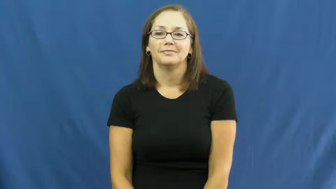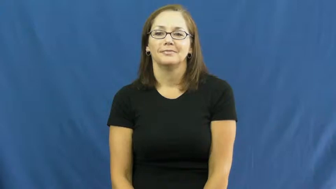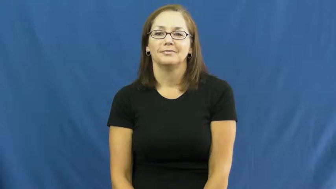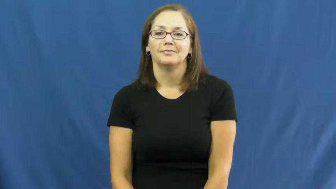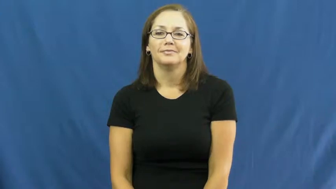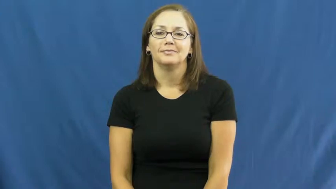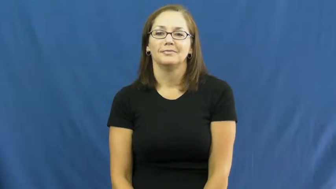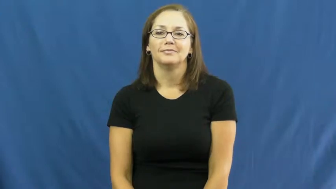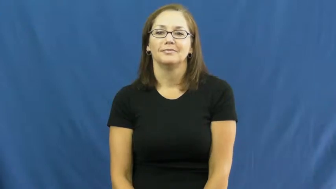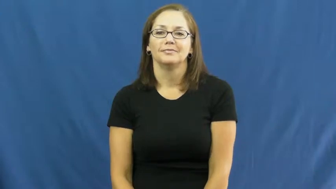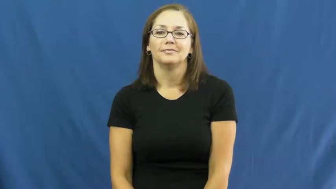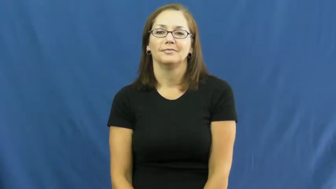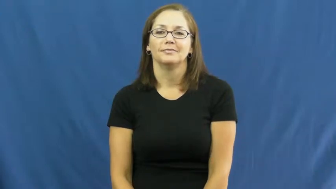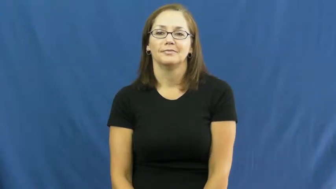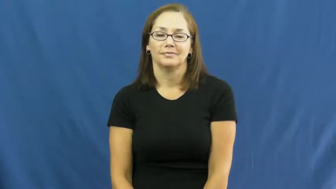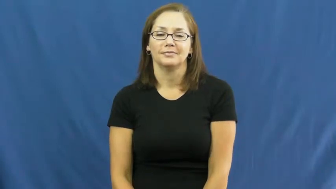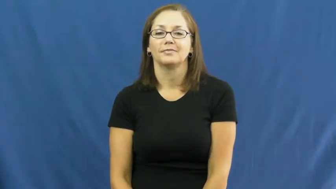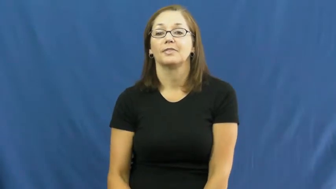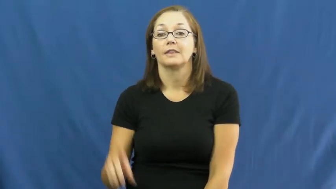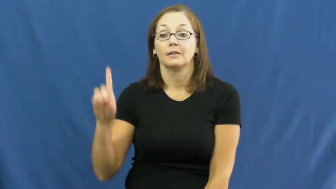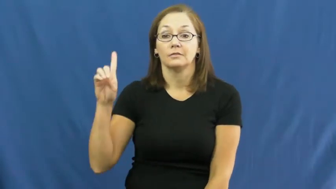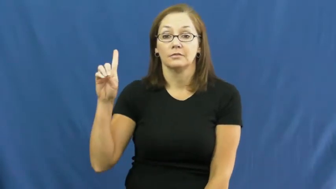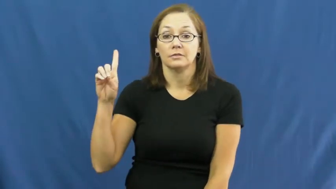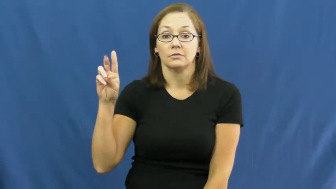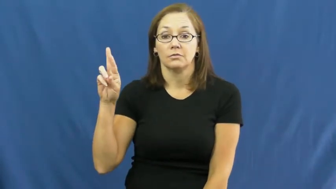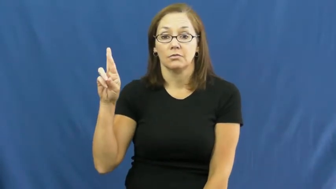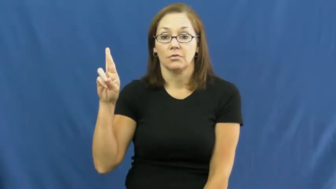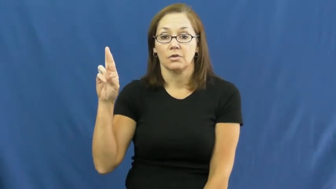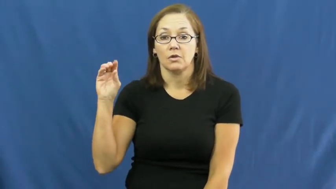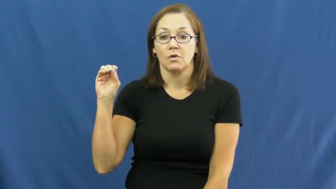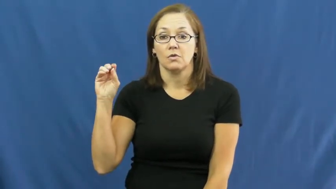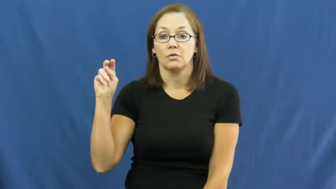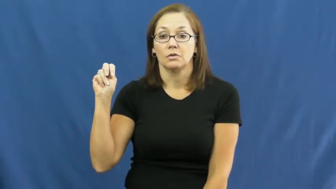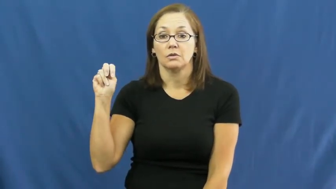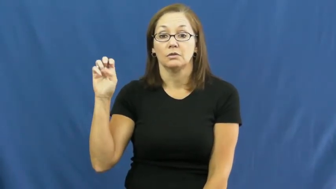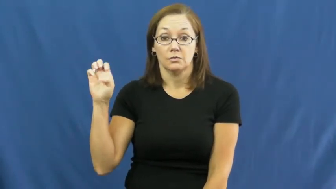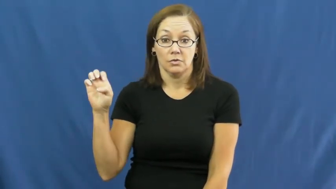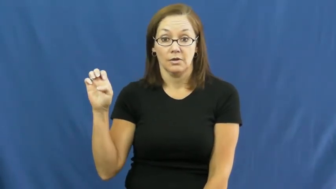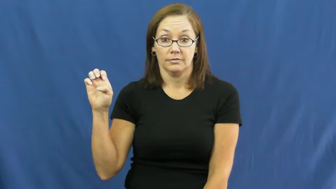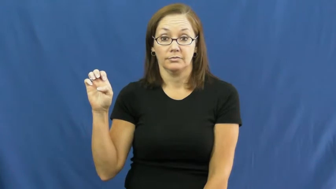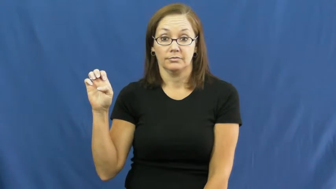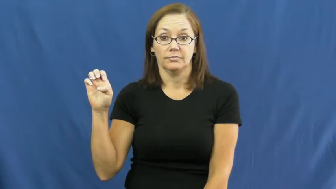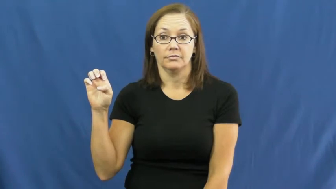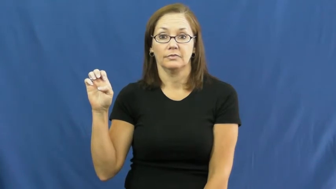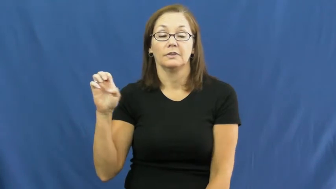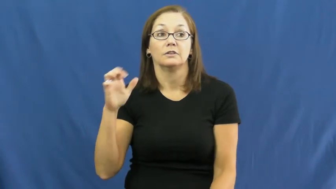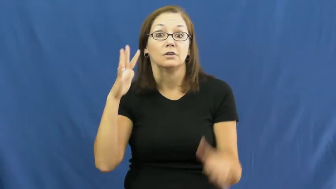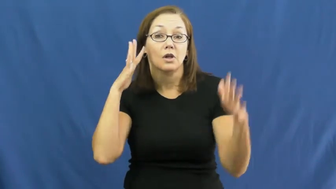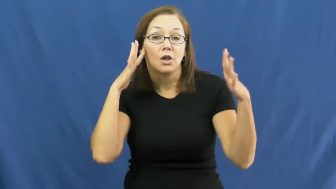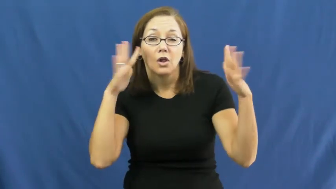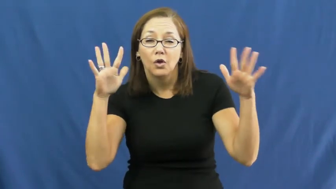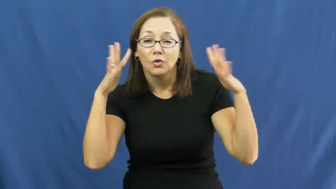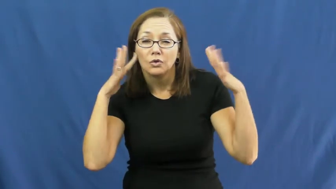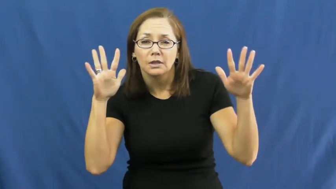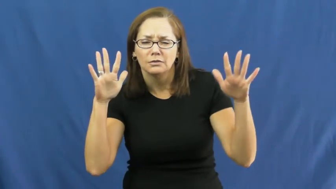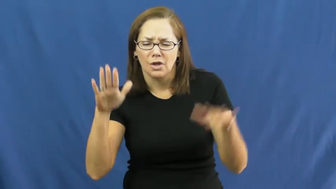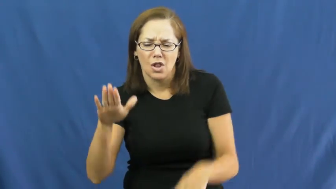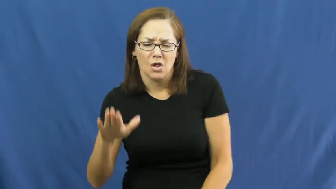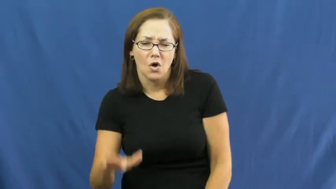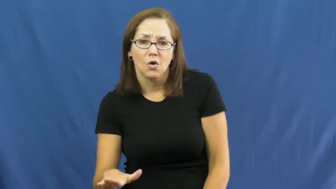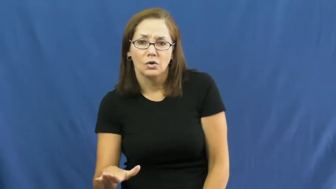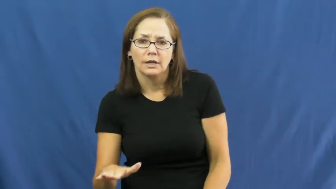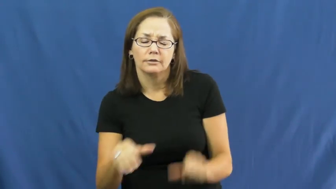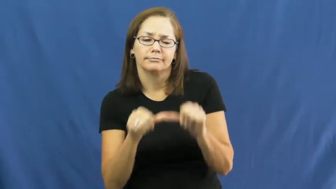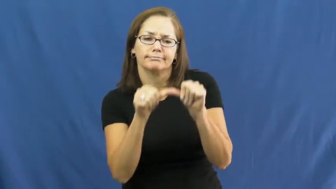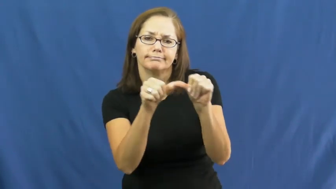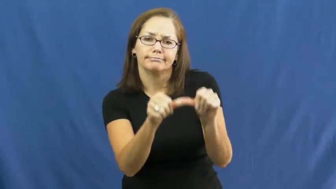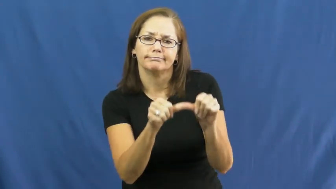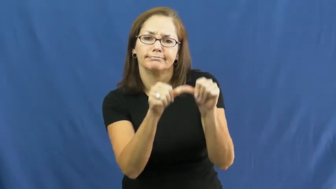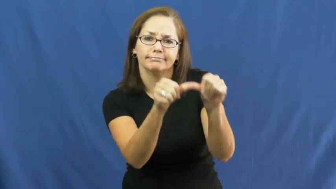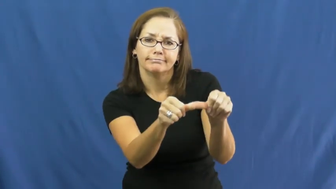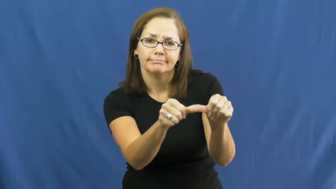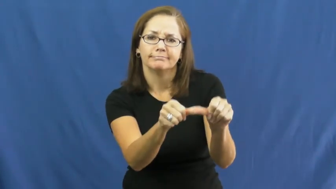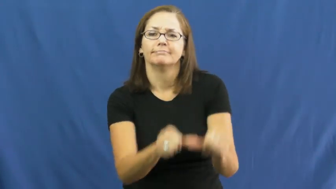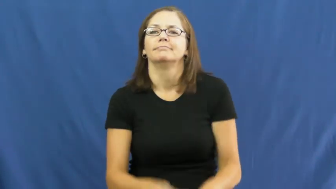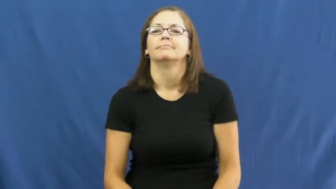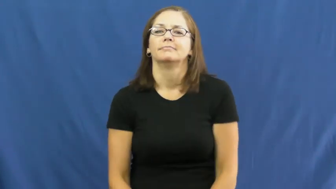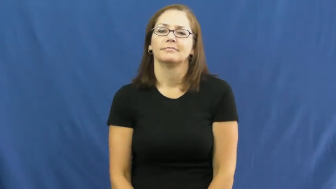drone-sound